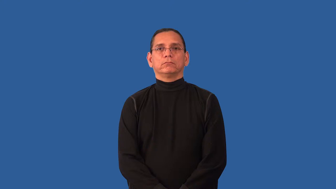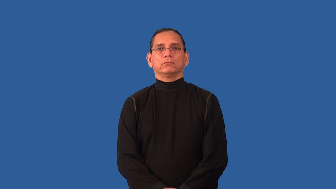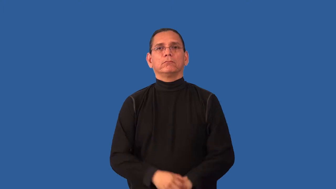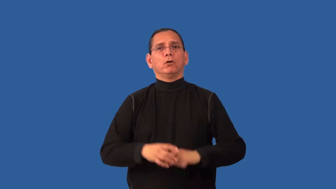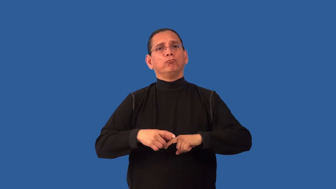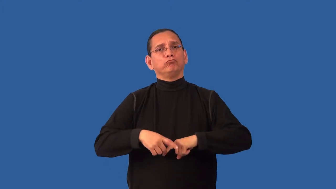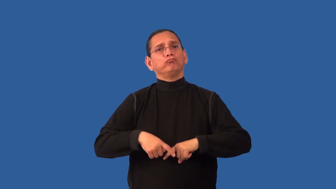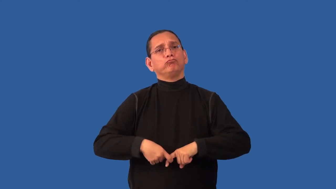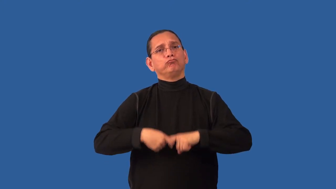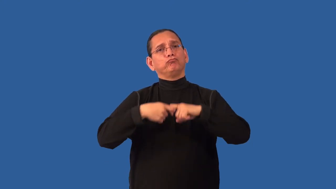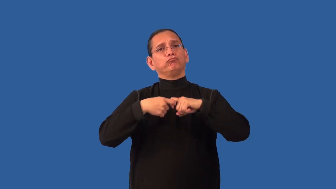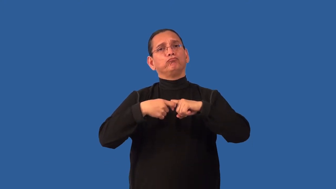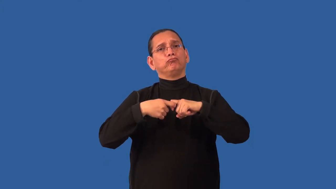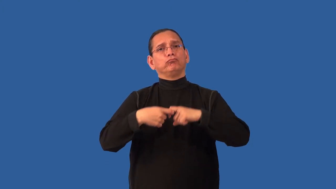pause,abeyance,lacuna